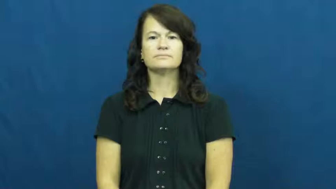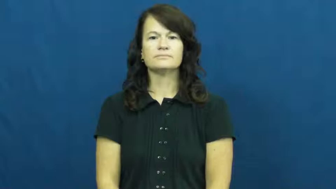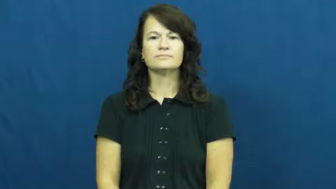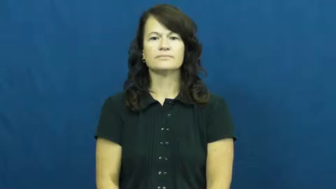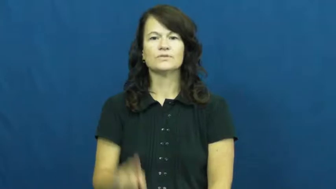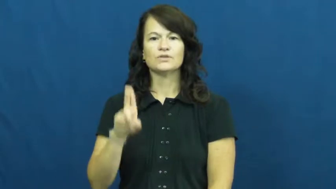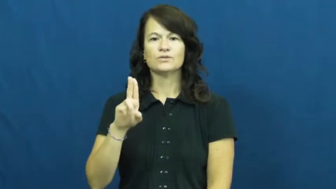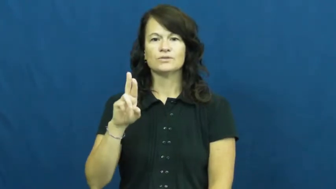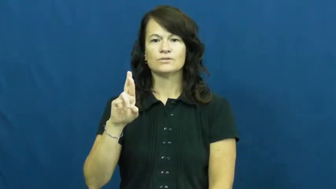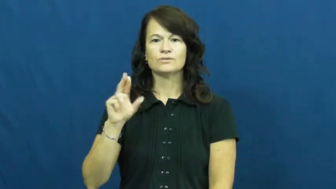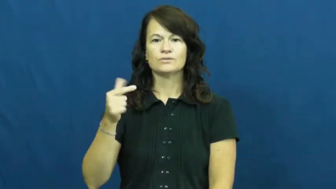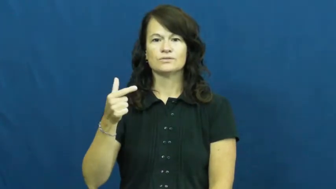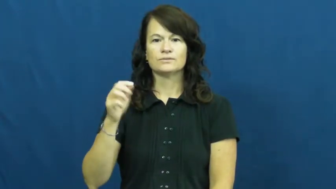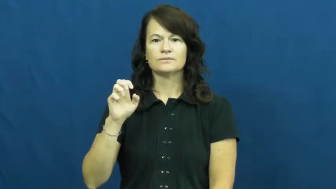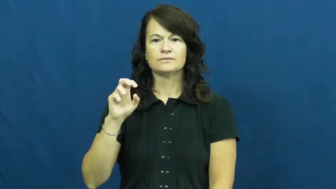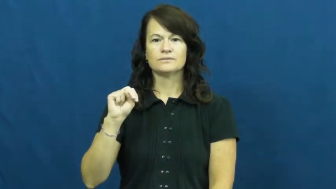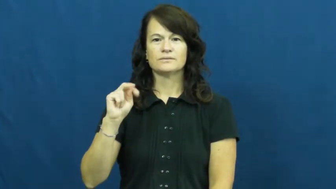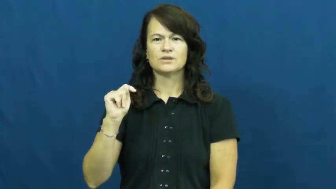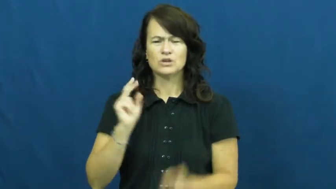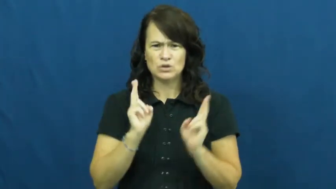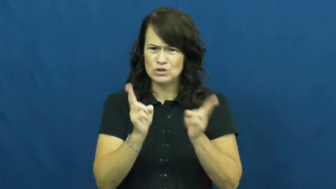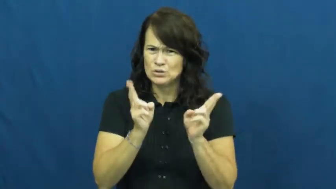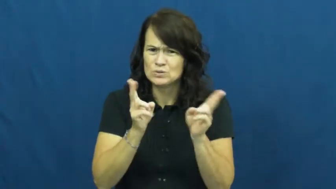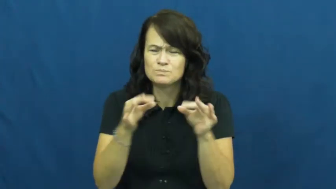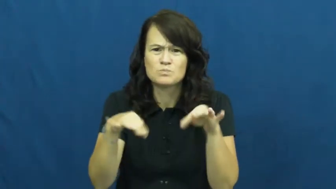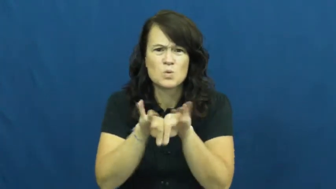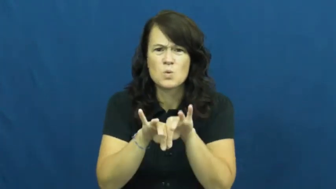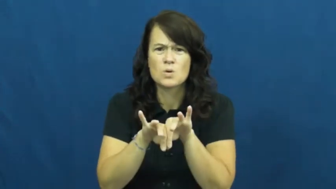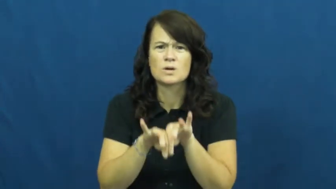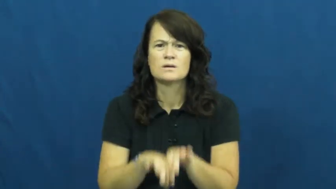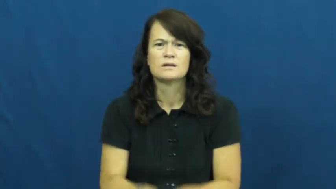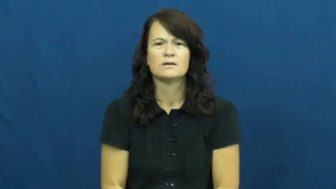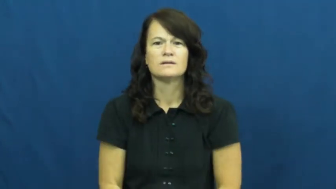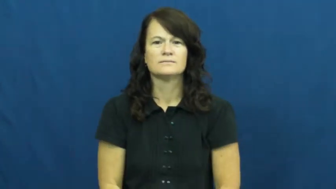urgent